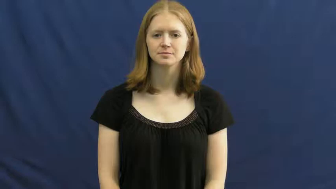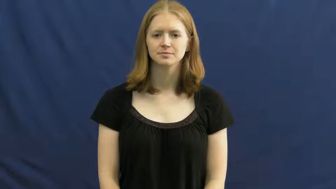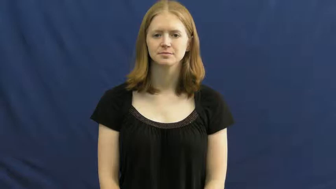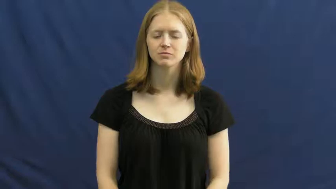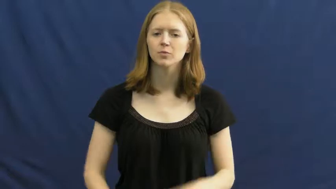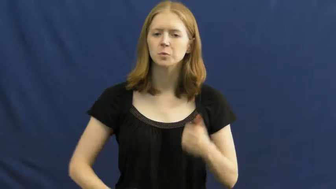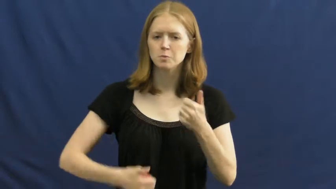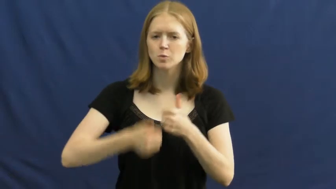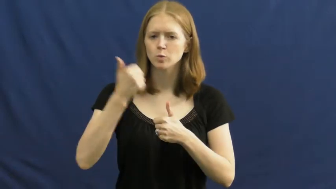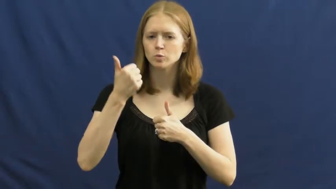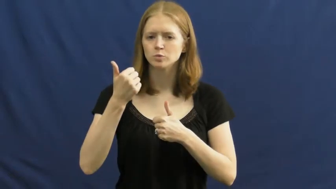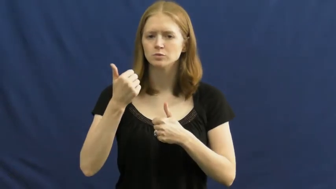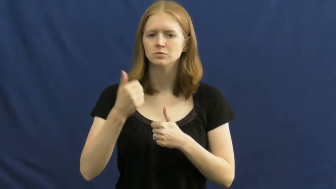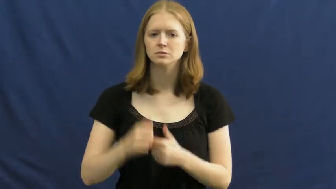most,nth